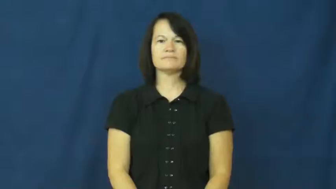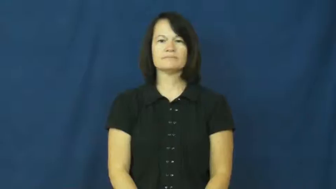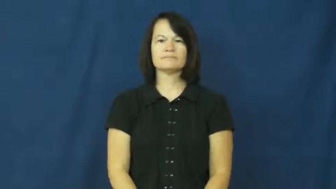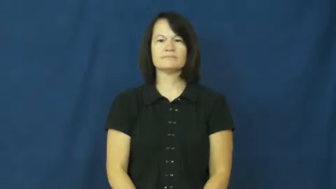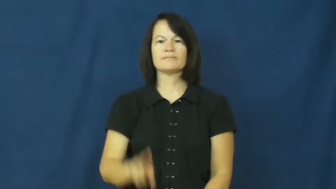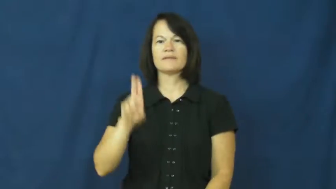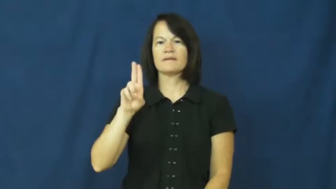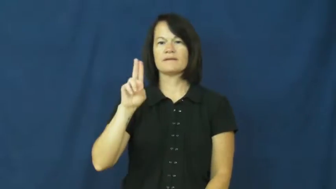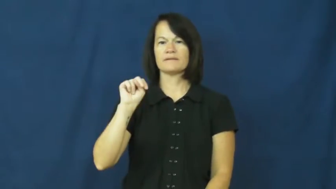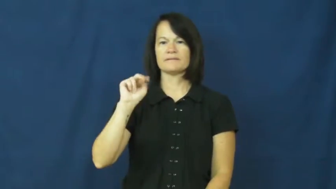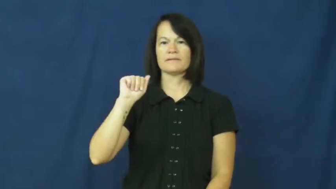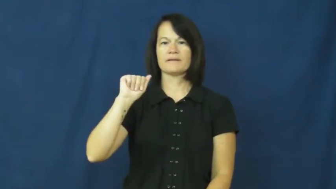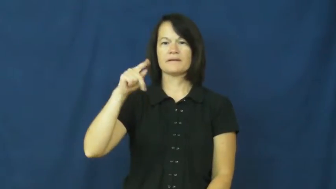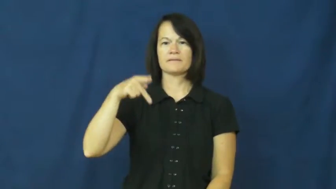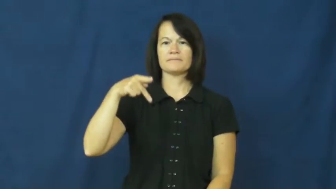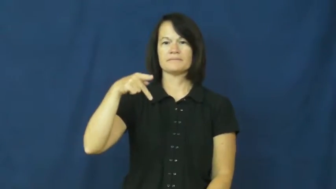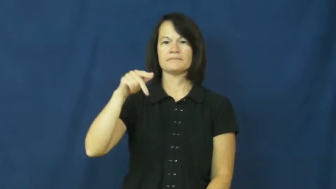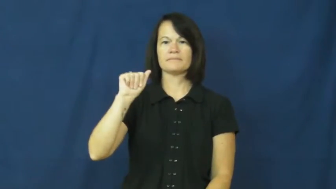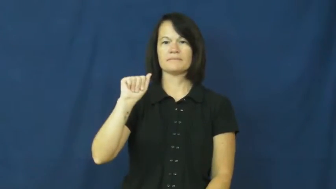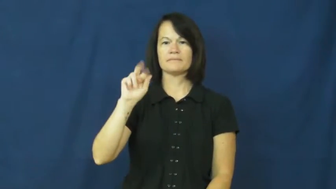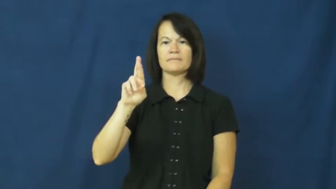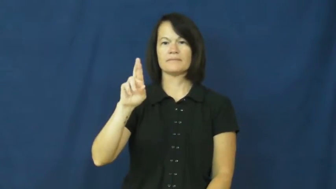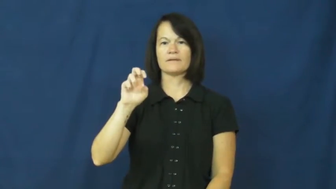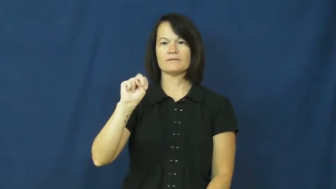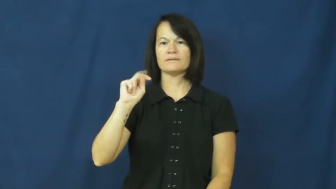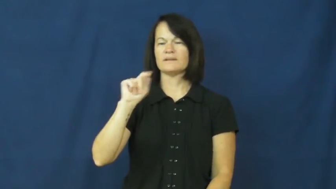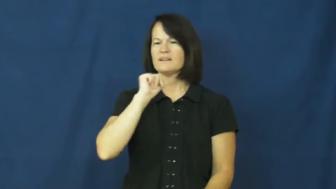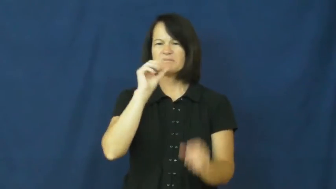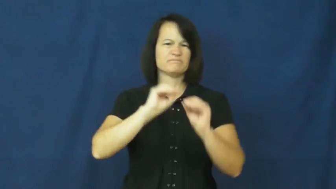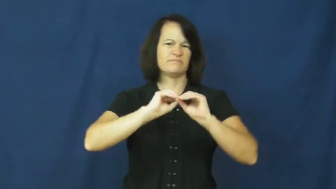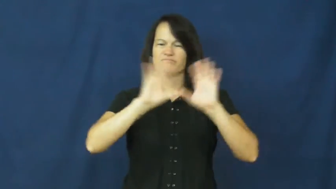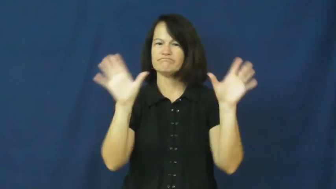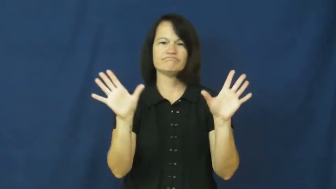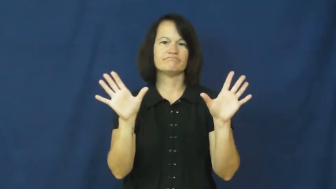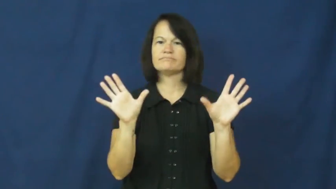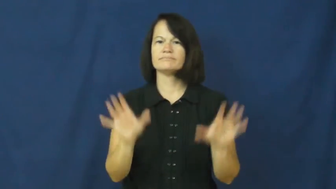unapparent